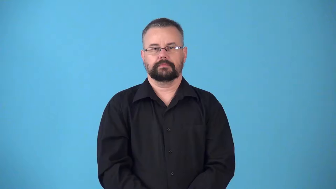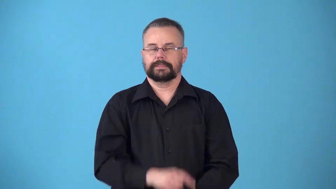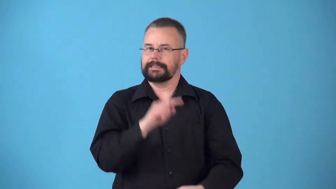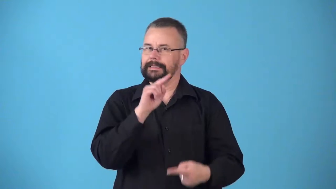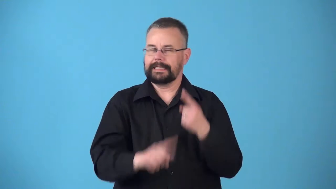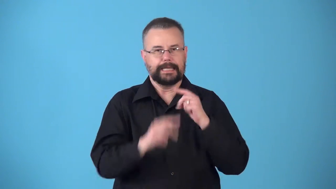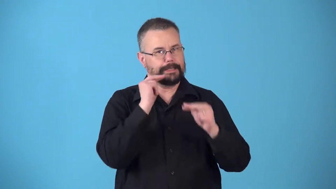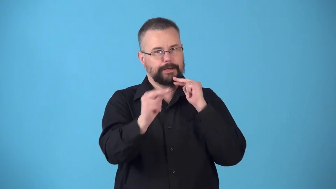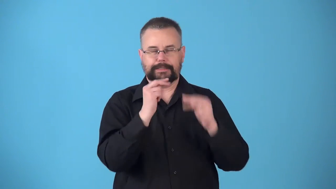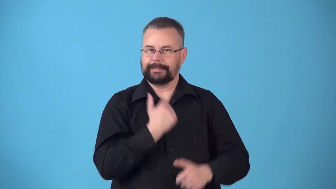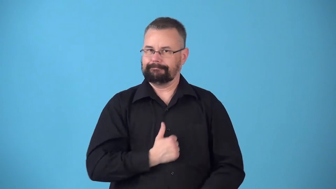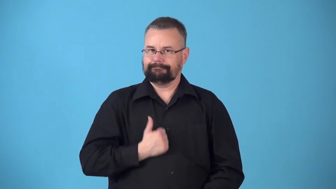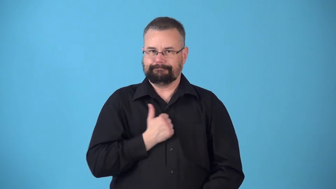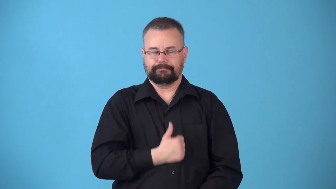nonnegotiable